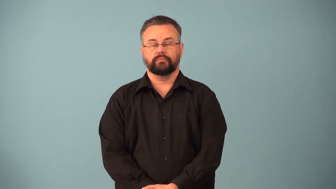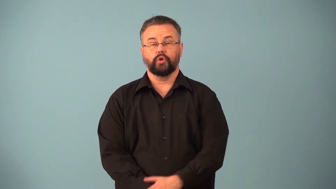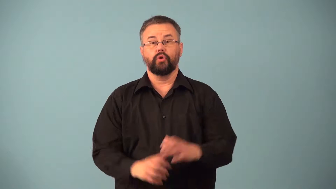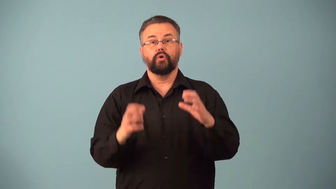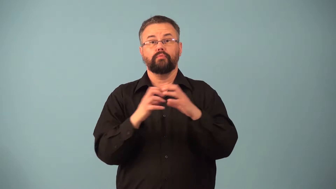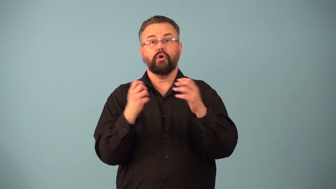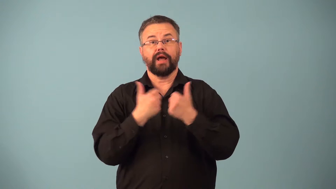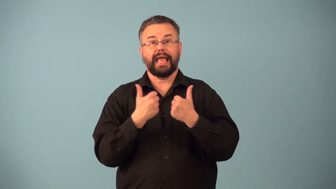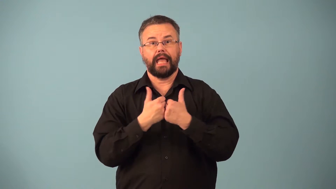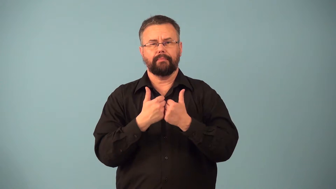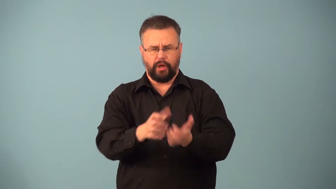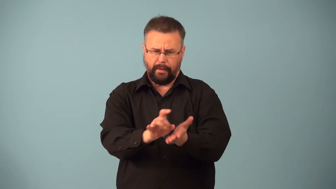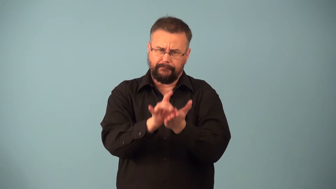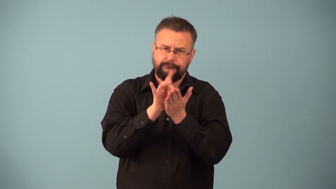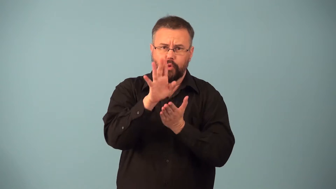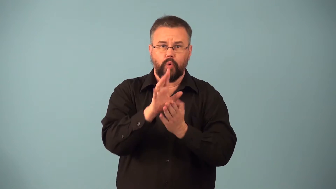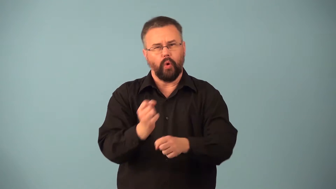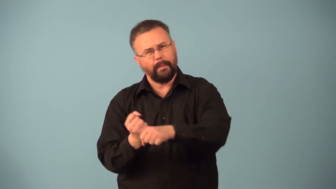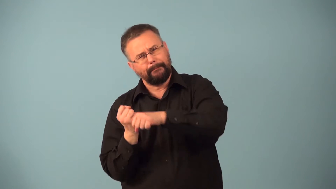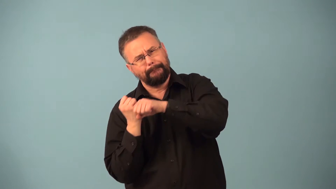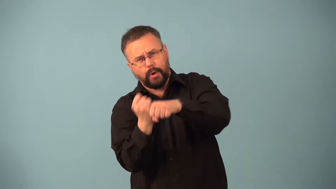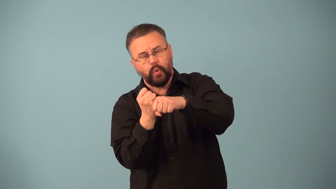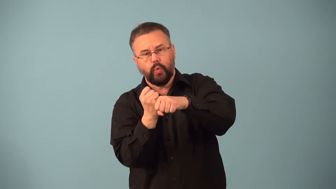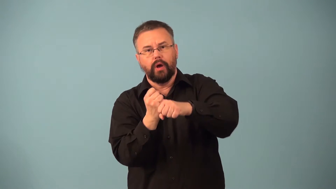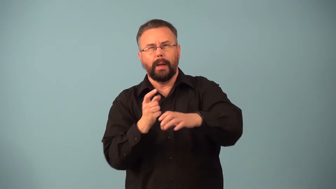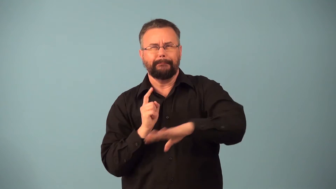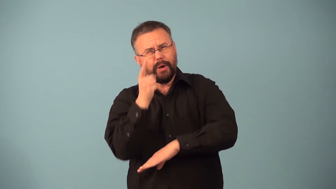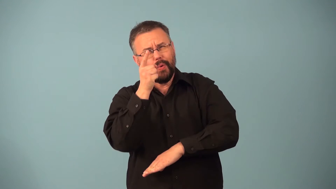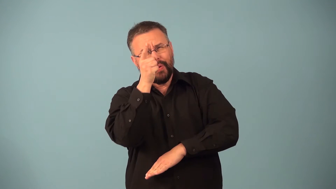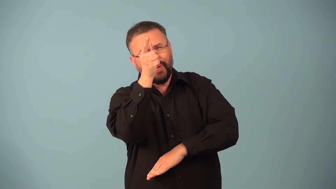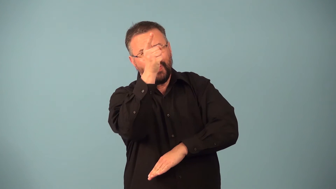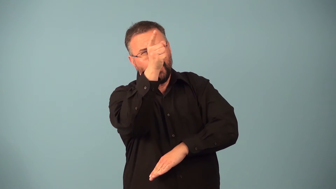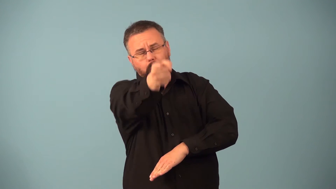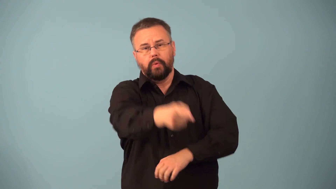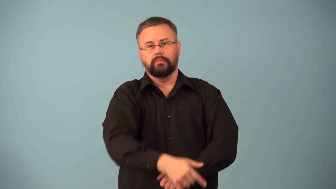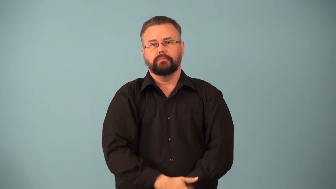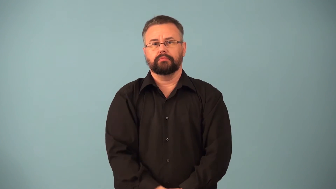drive-hit or kickball far